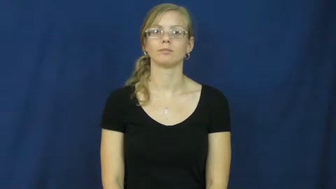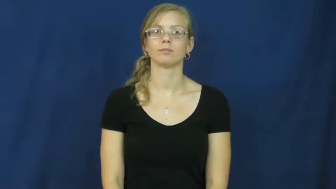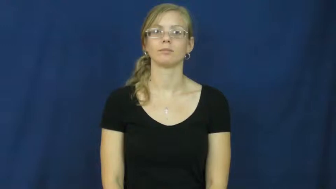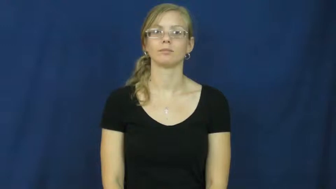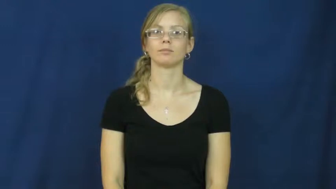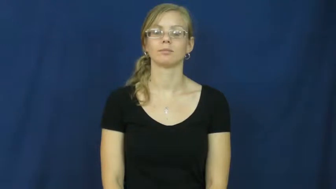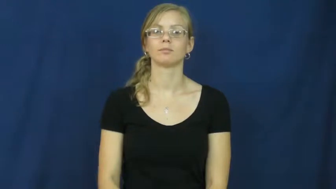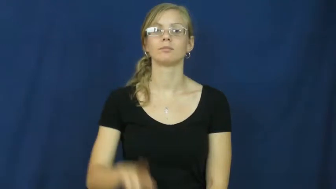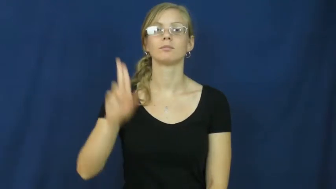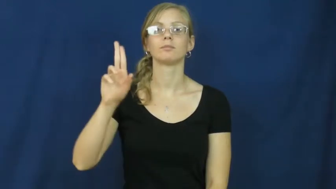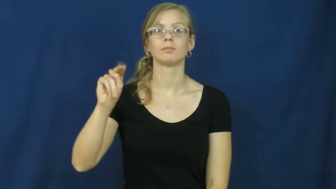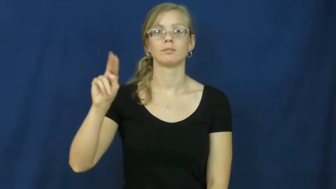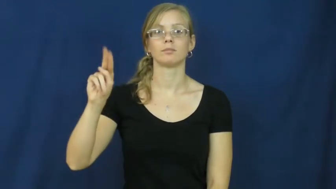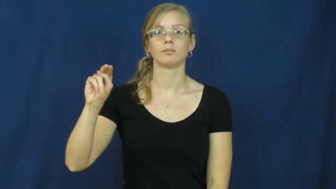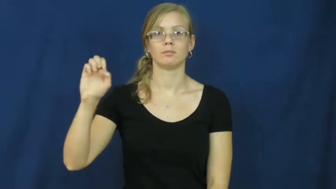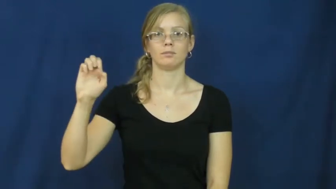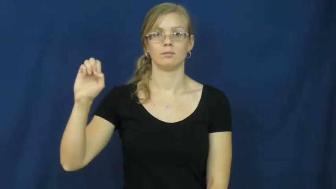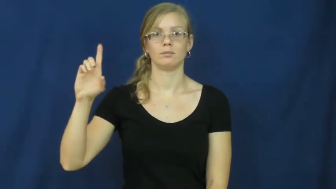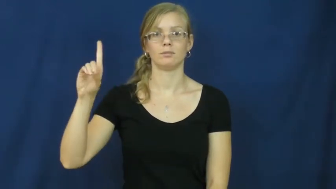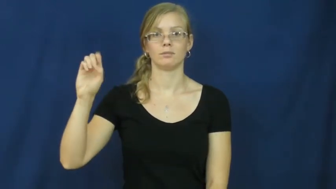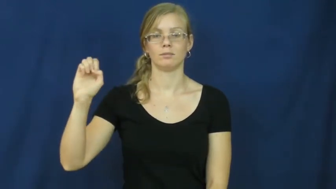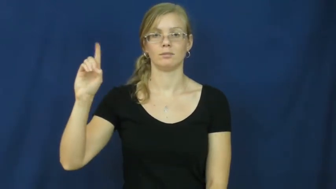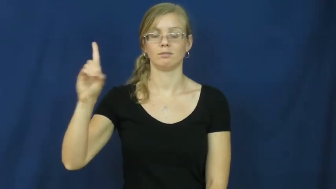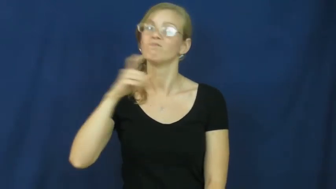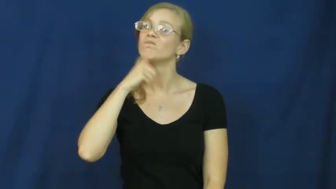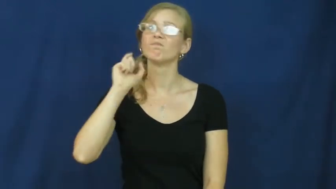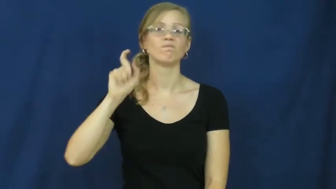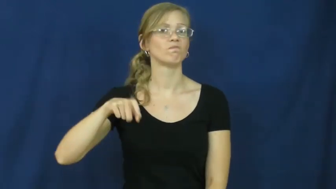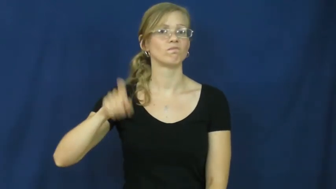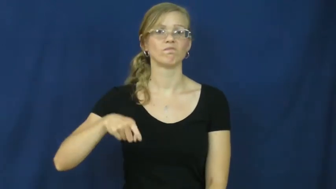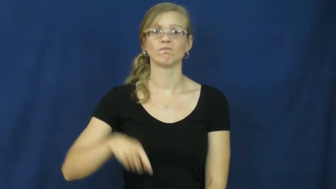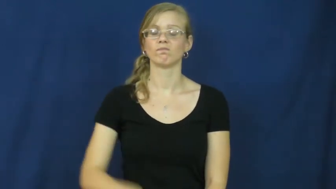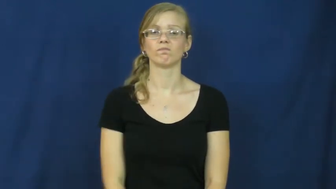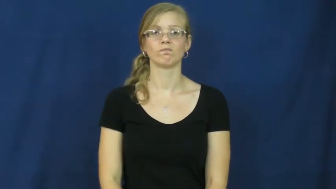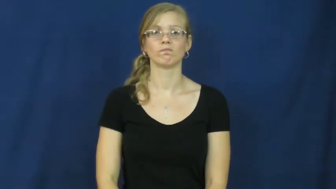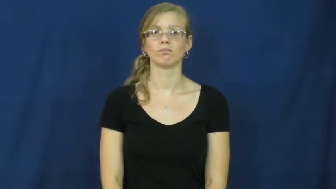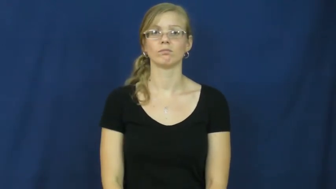unneeded